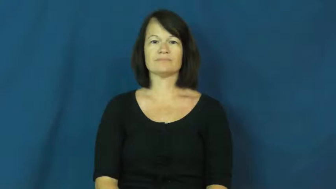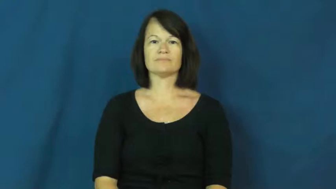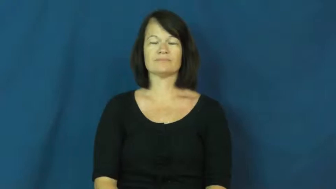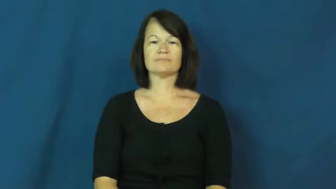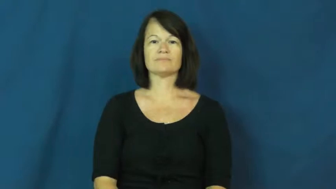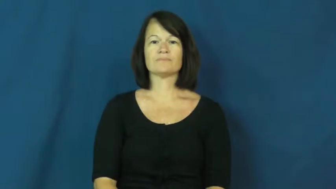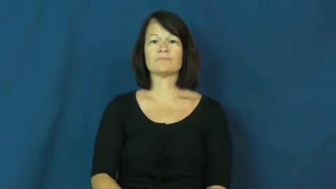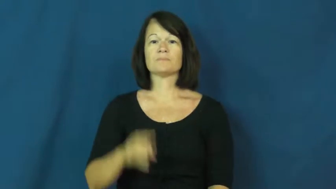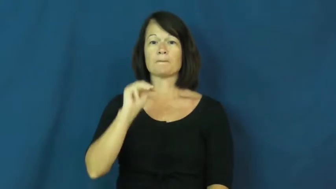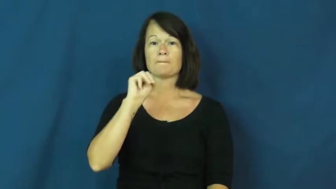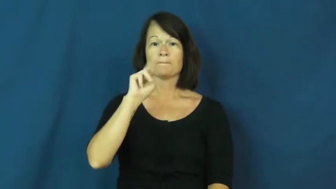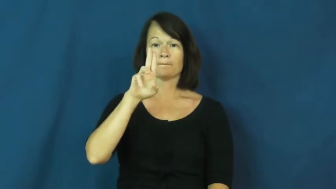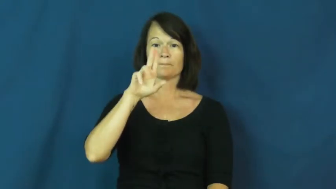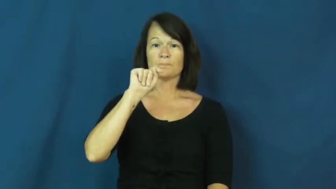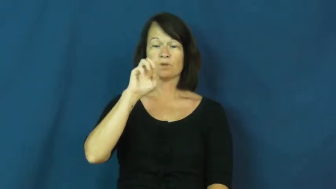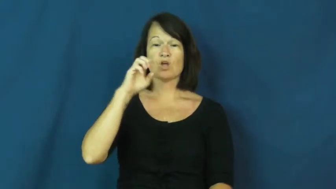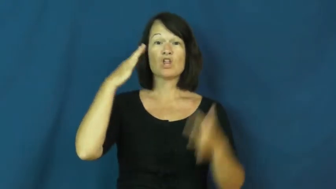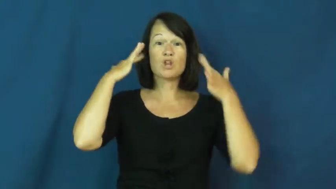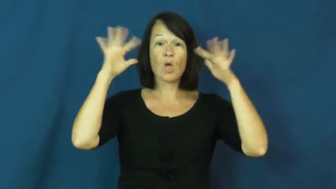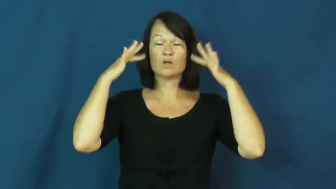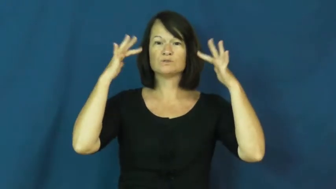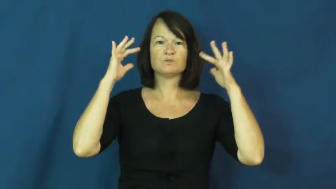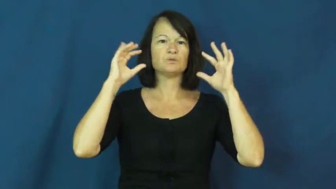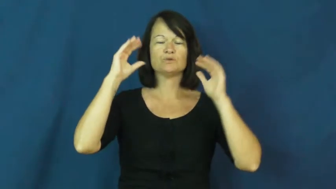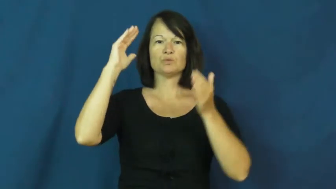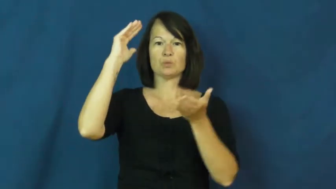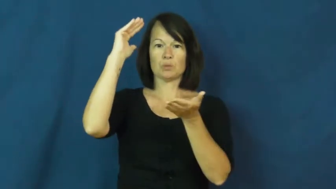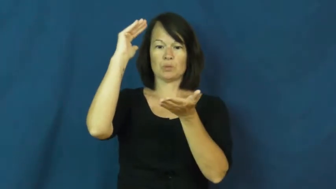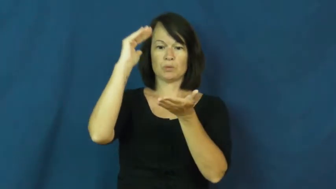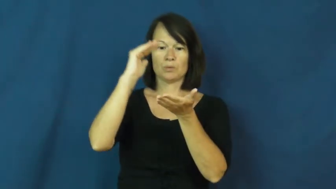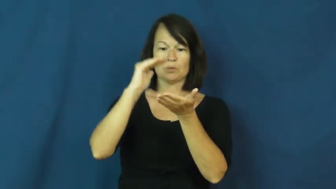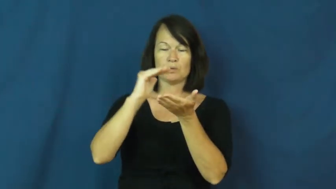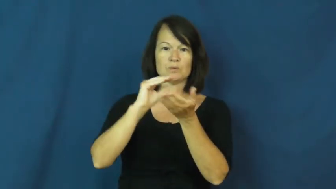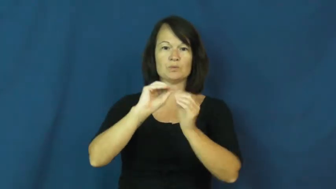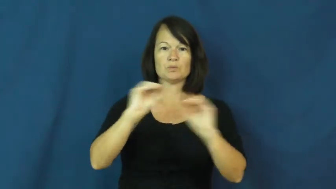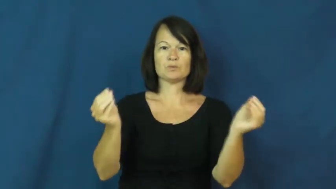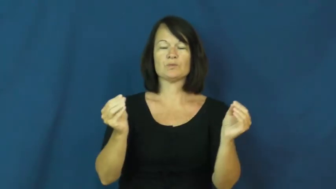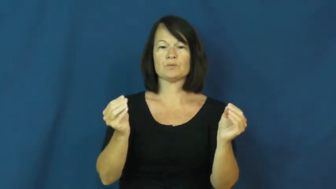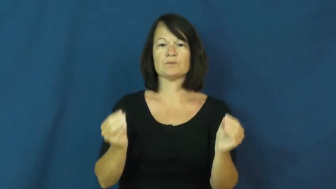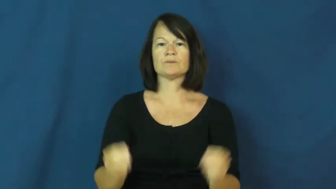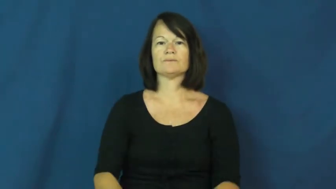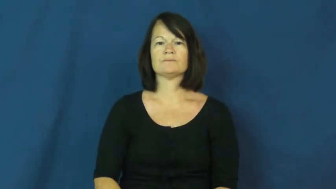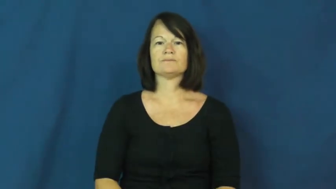mute-verb